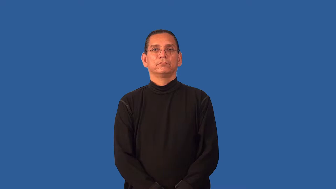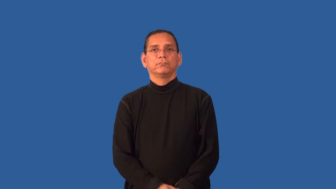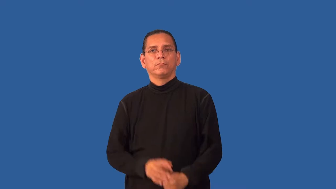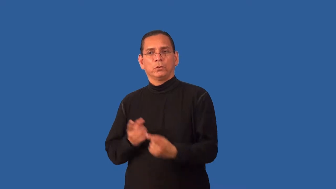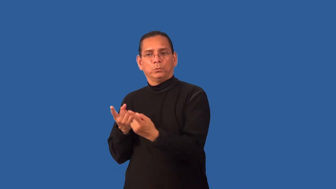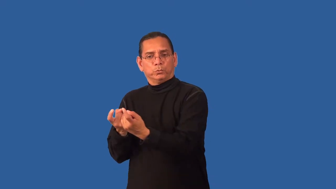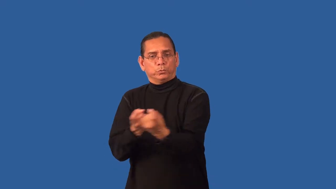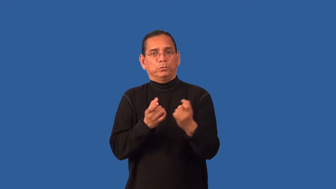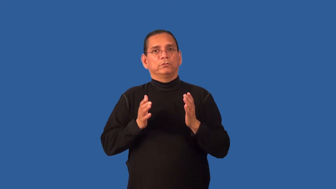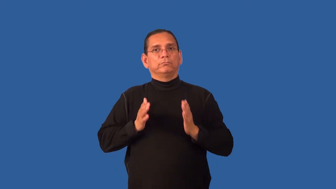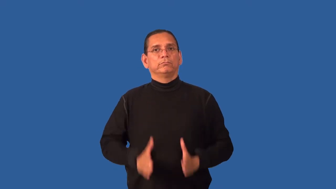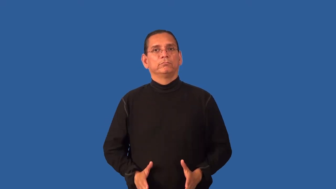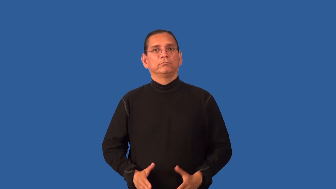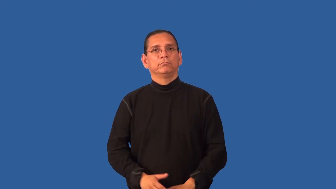headhunter-job